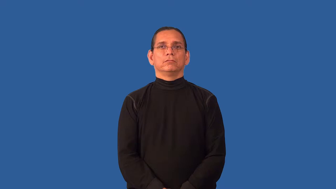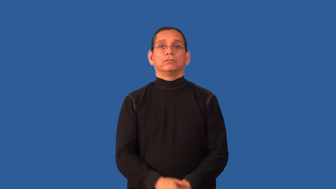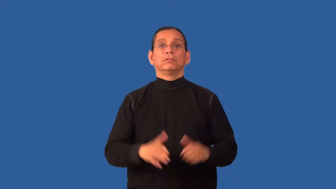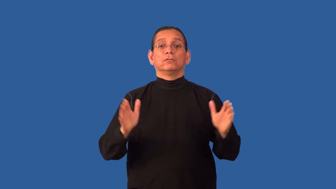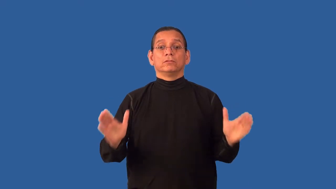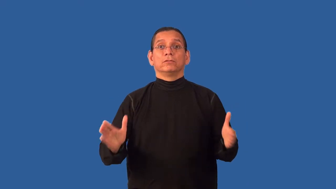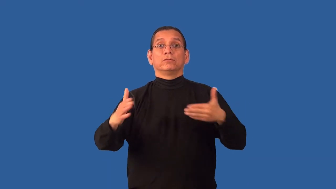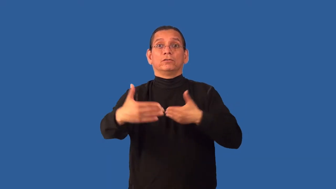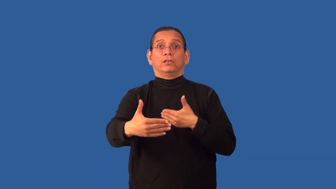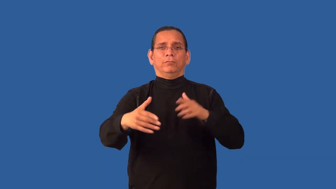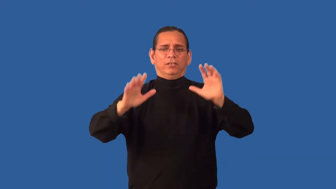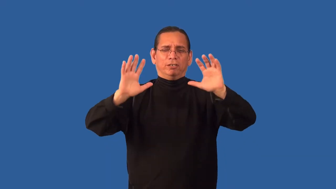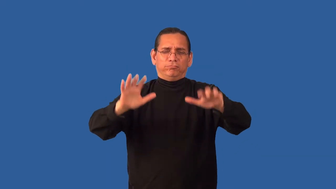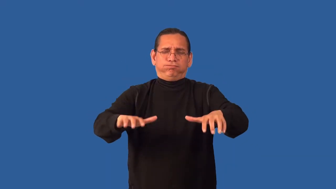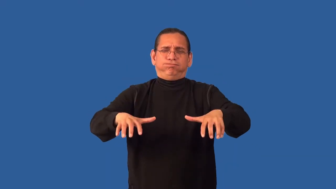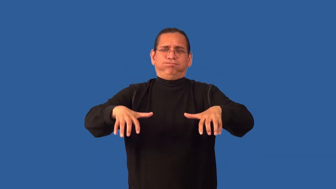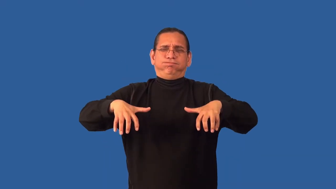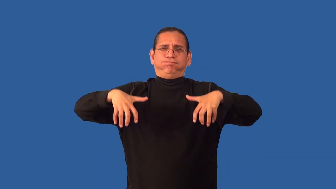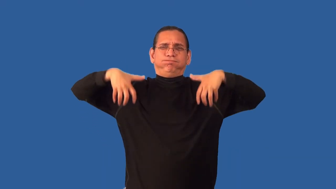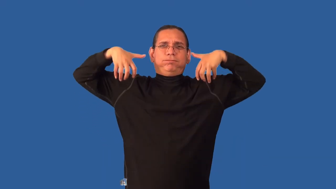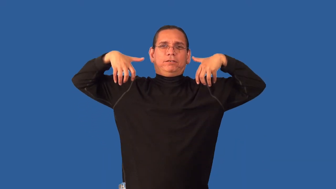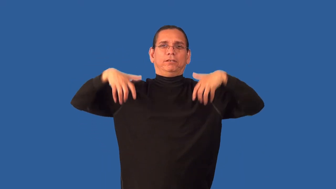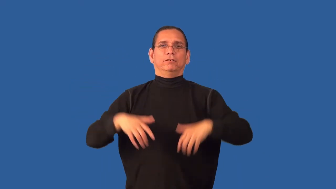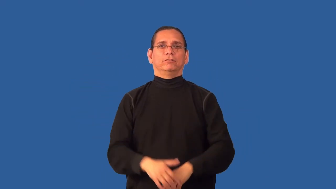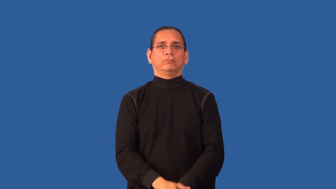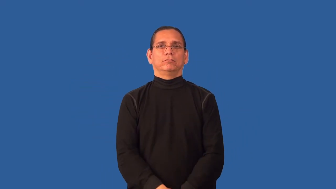auditorium,amphitheater,coliseum,lyceum,hall